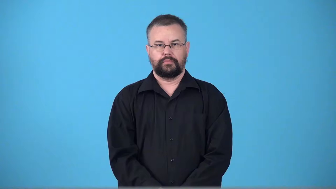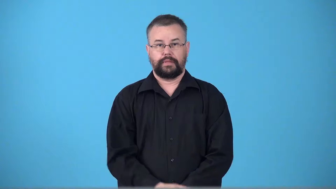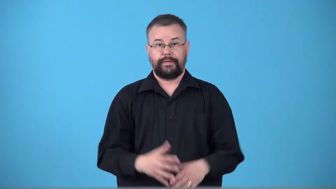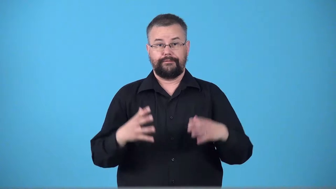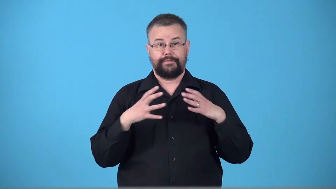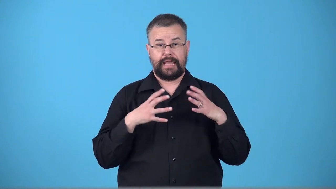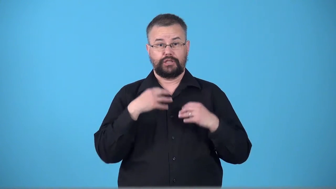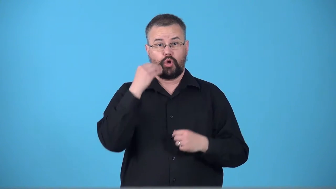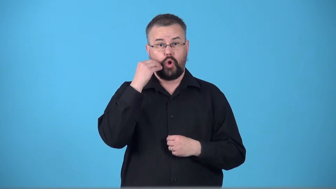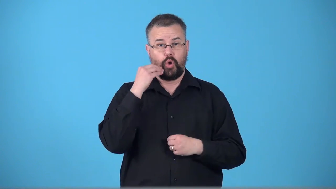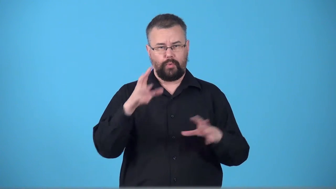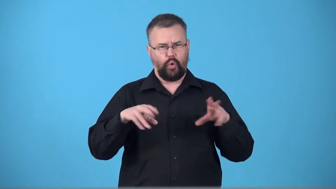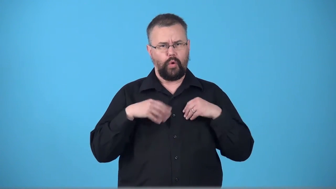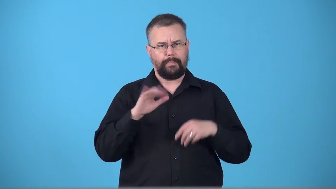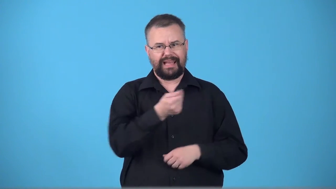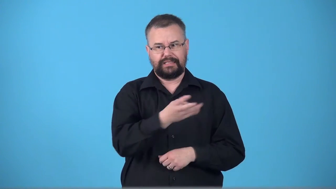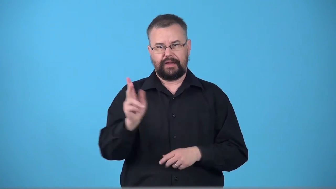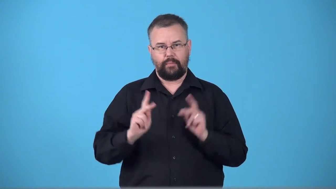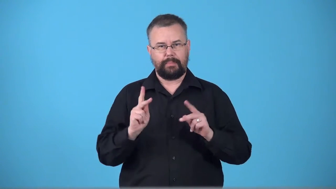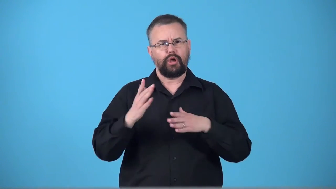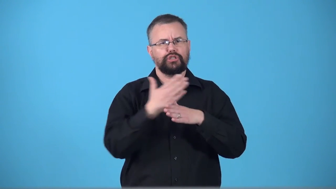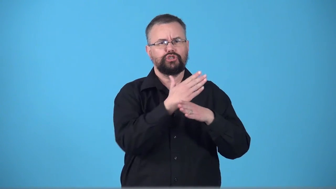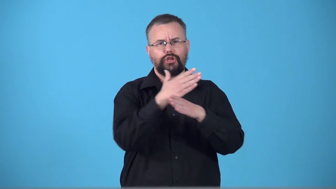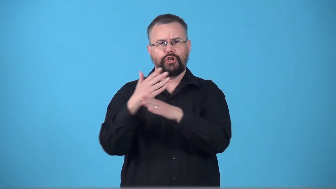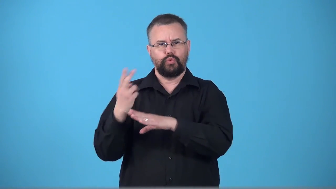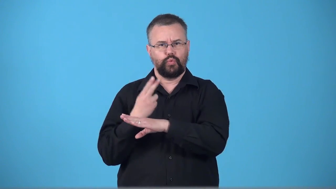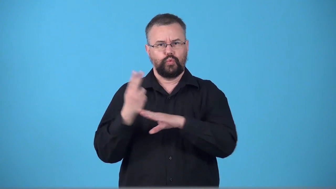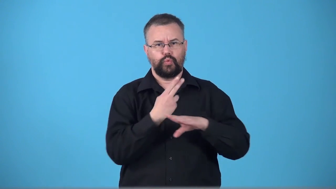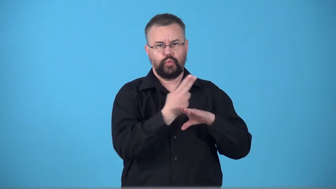timeshare